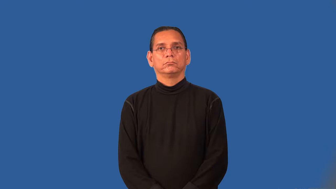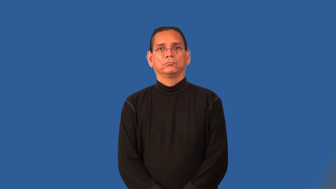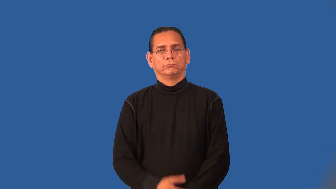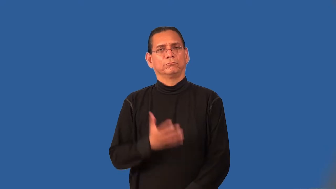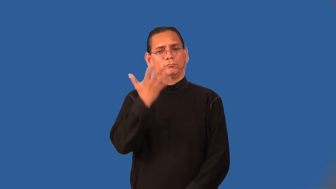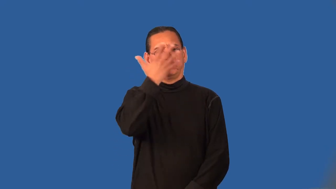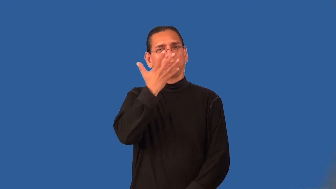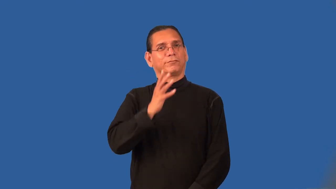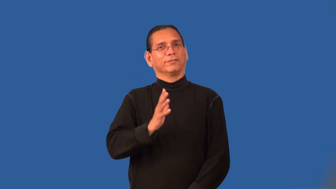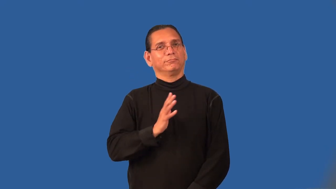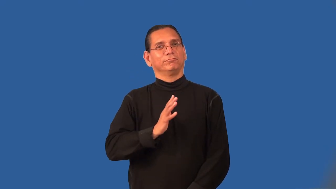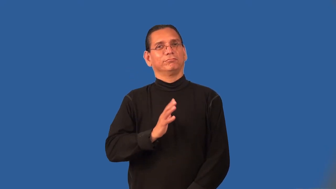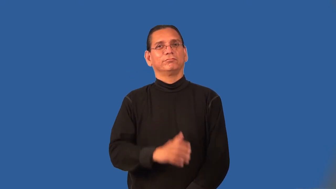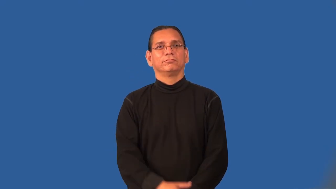presentable